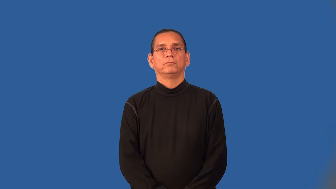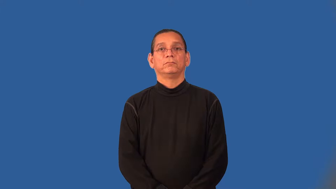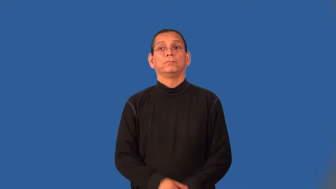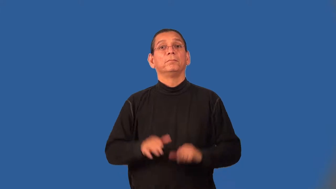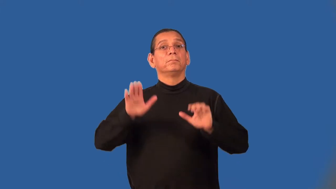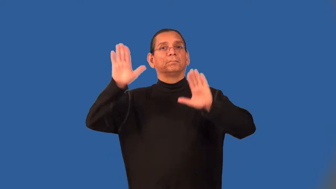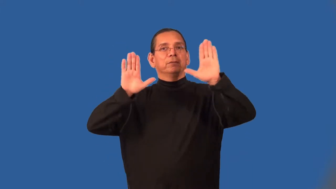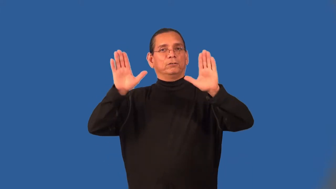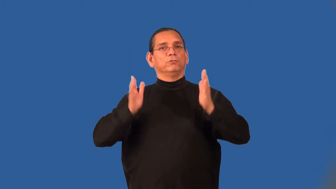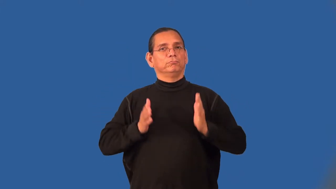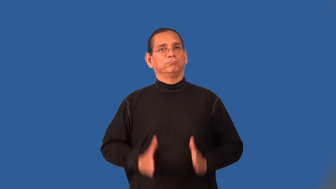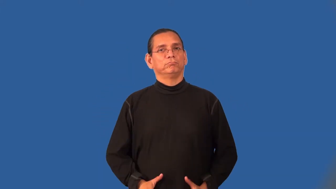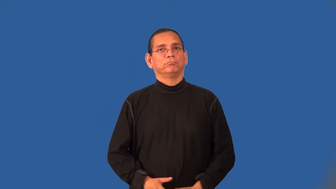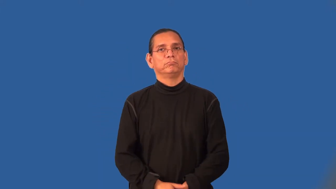bidder